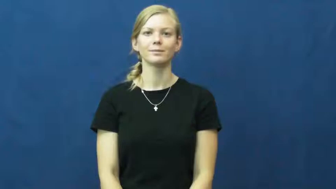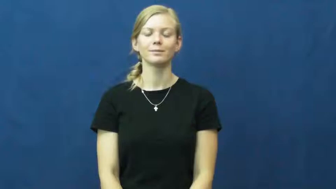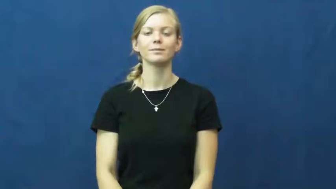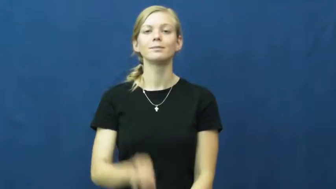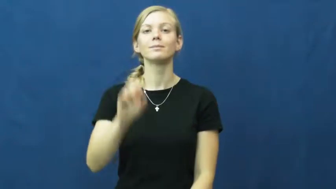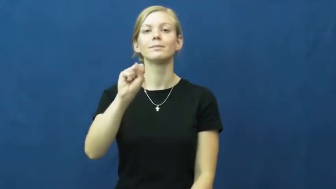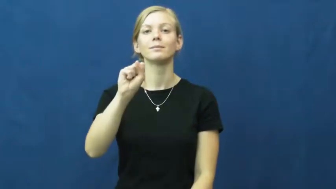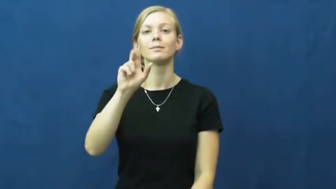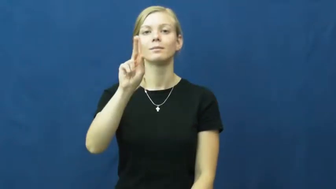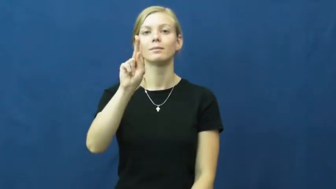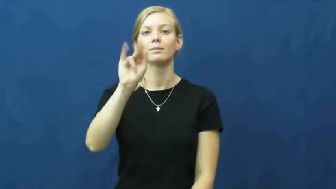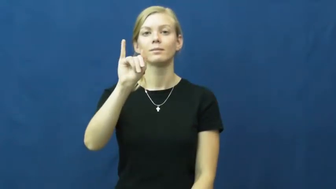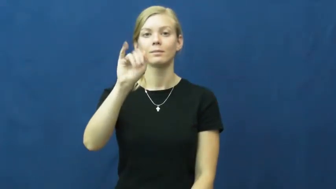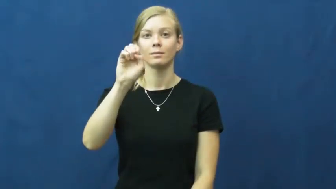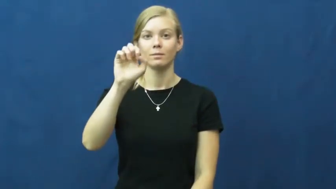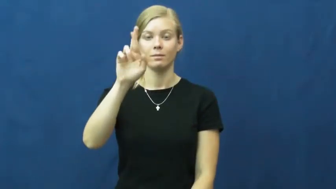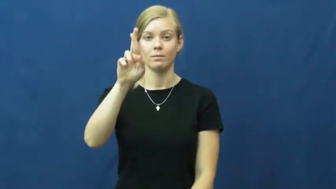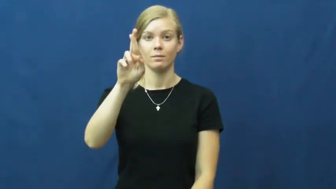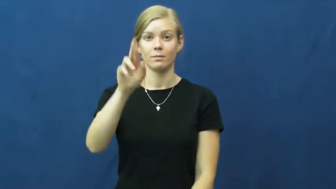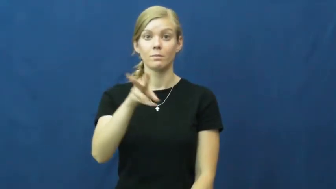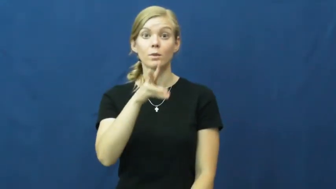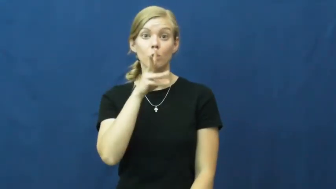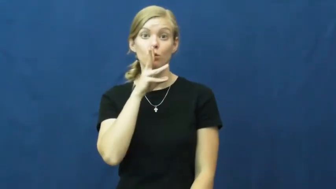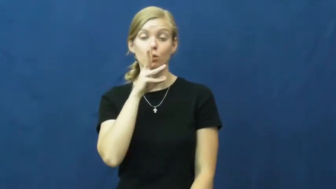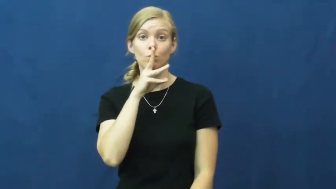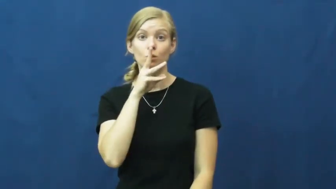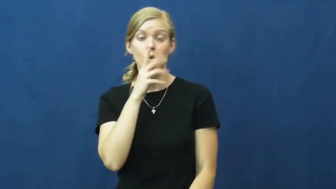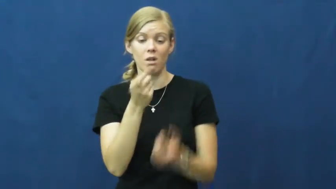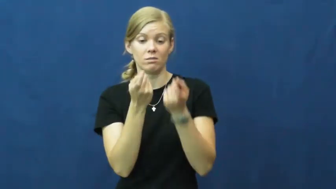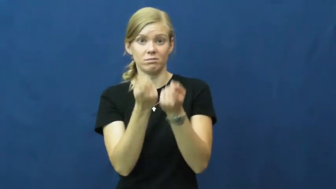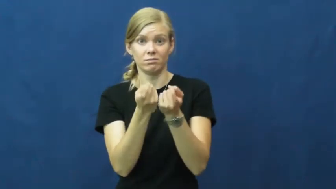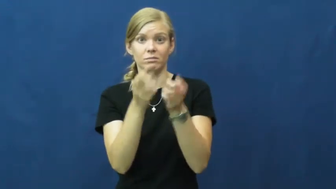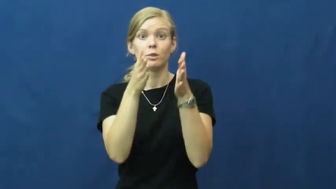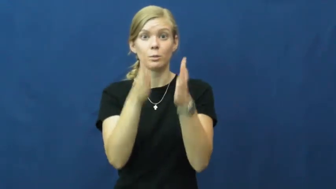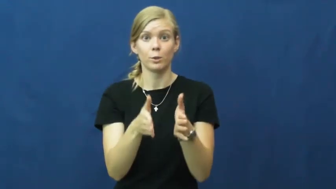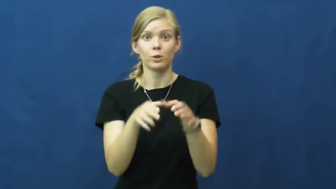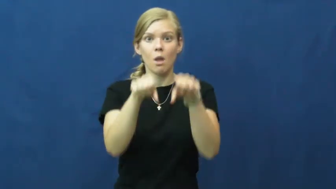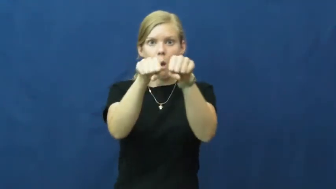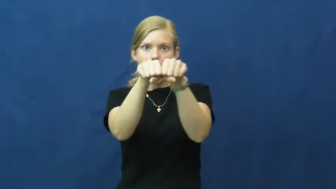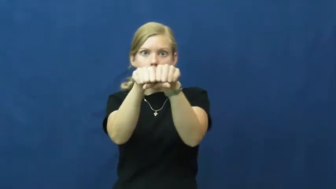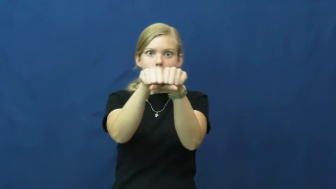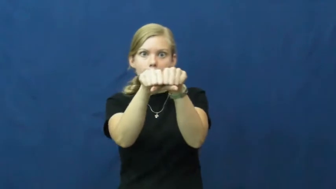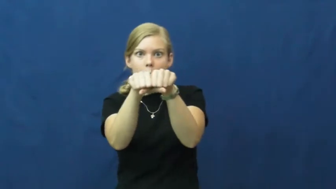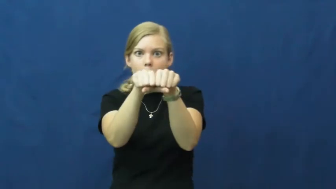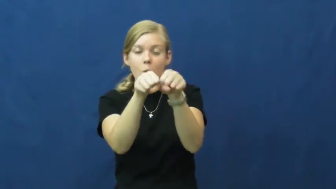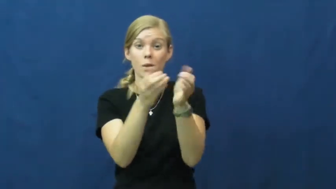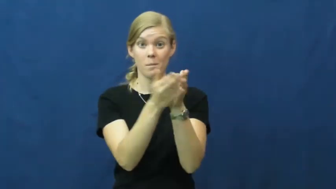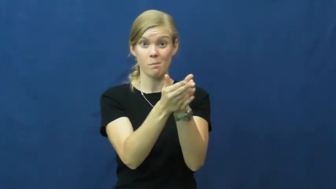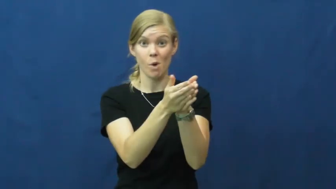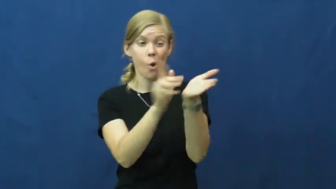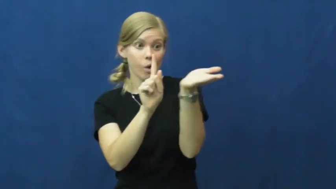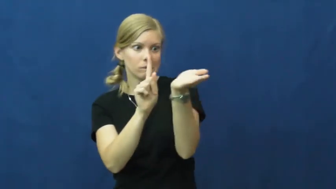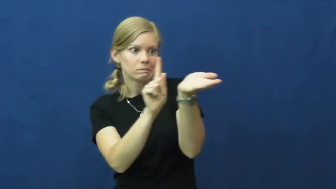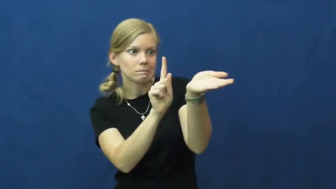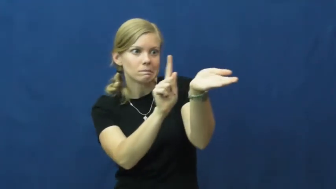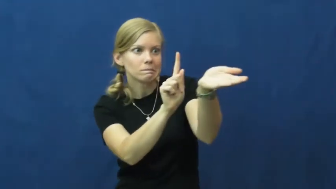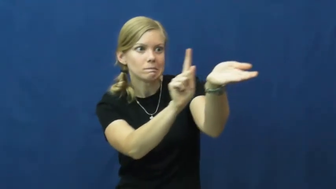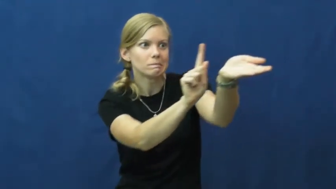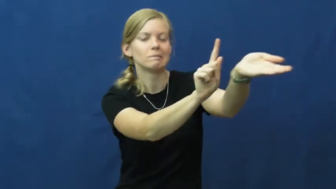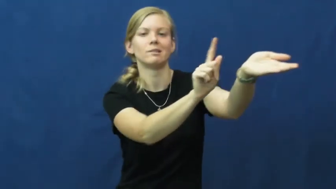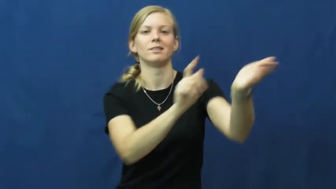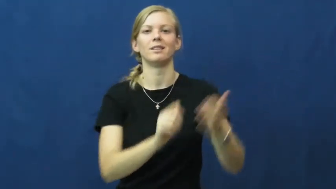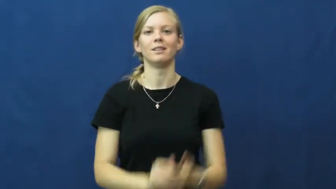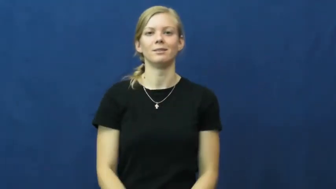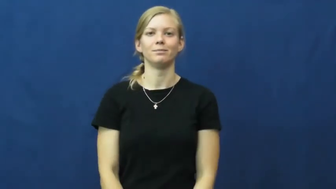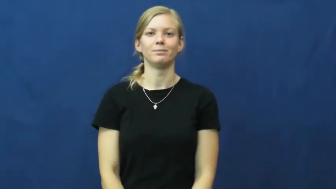skier-water